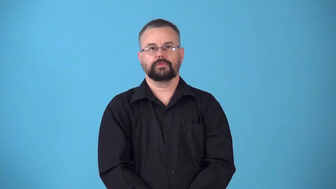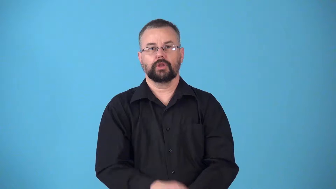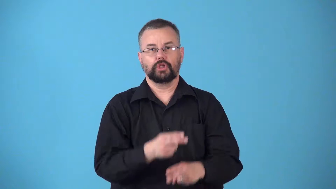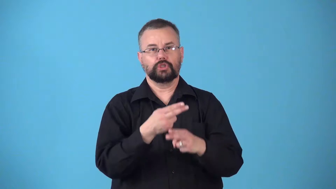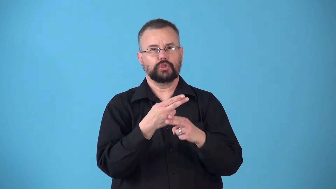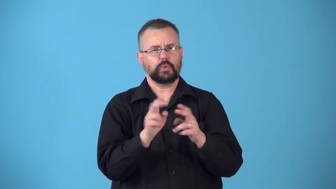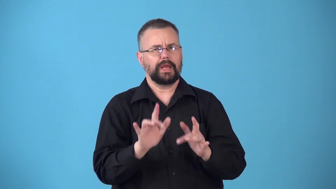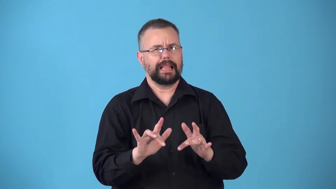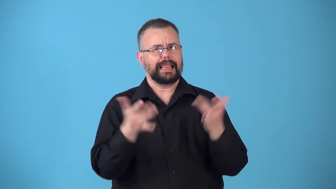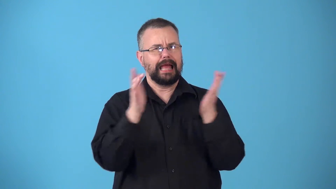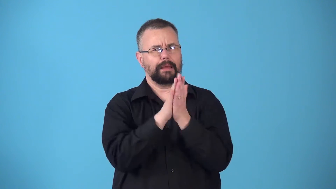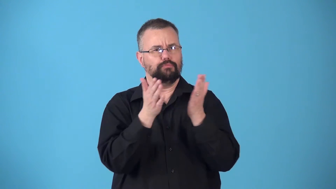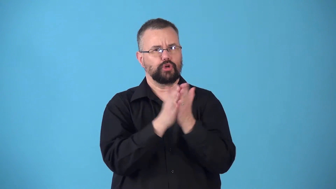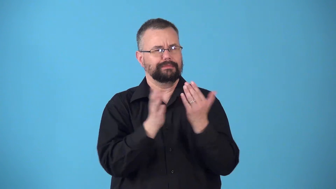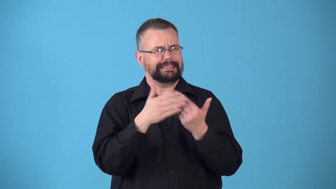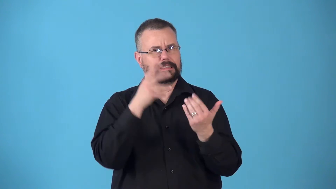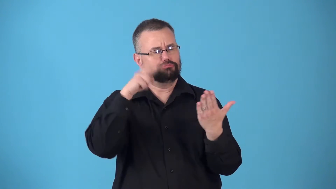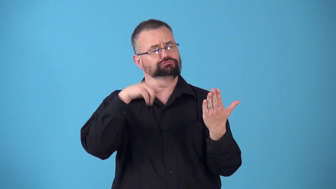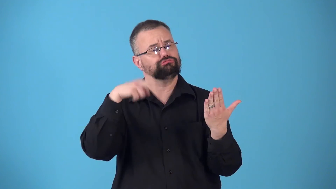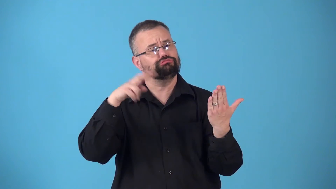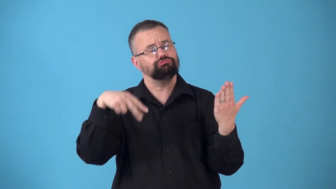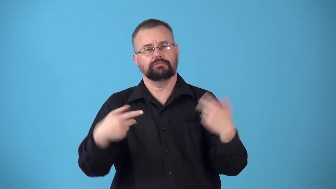novelette,novella